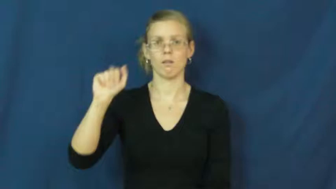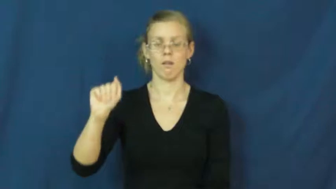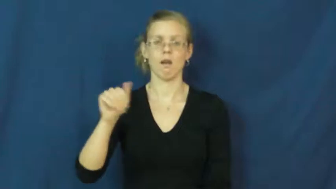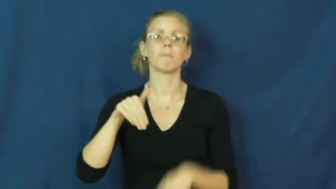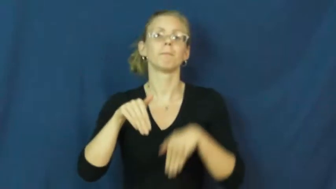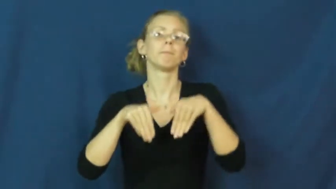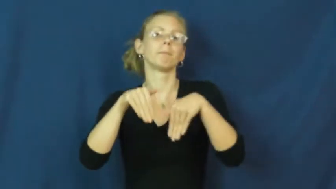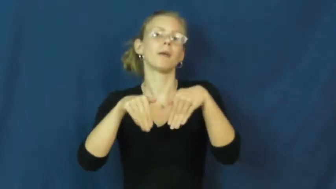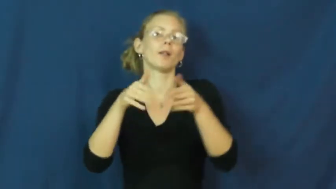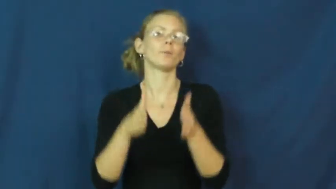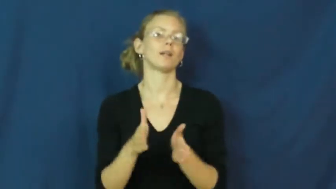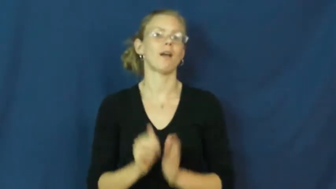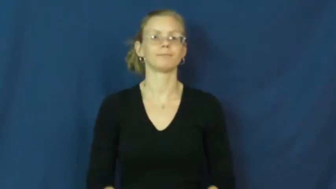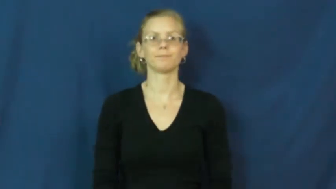ballerina,danseuse